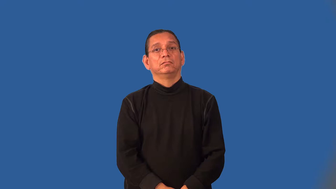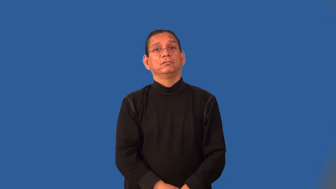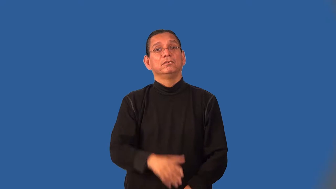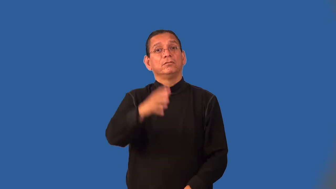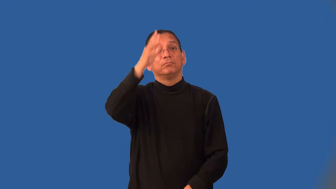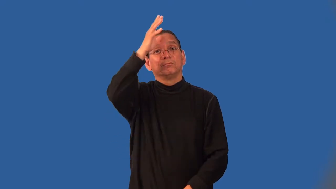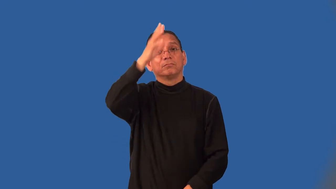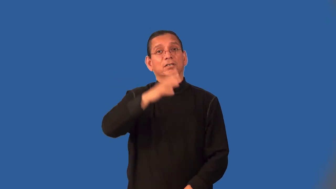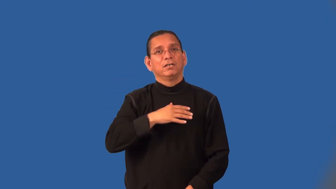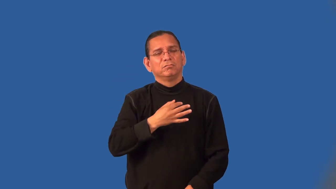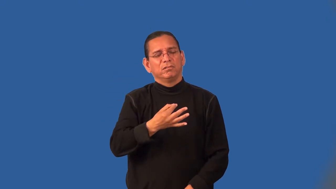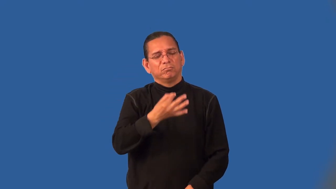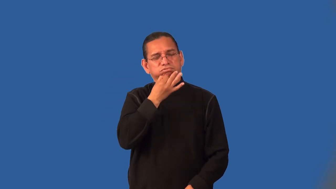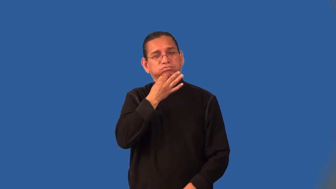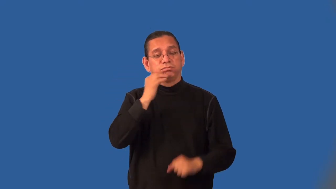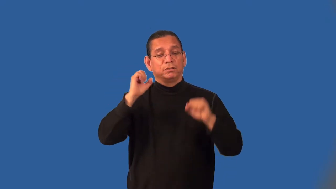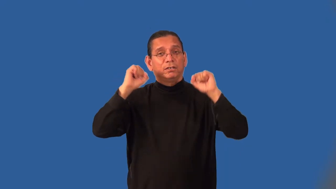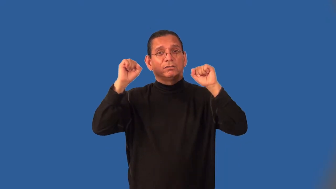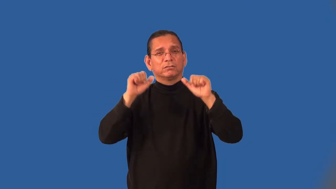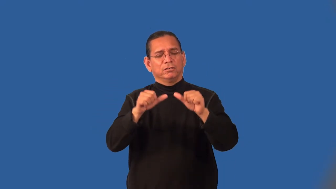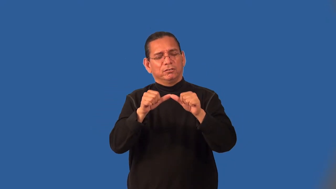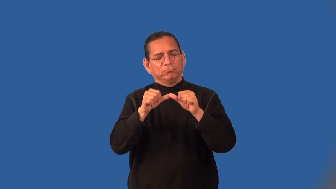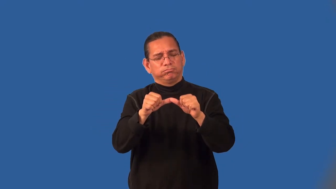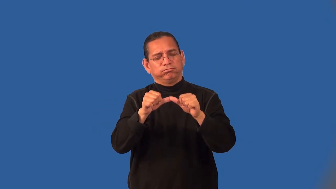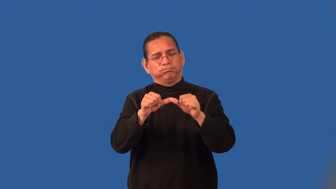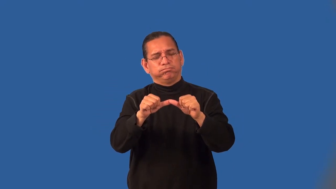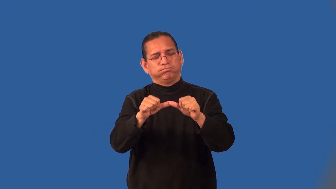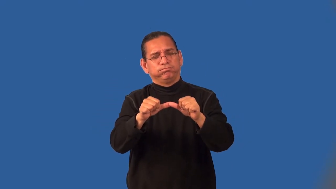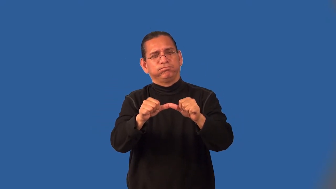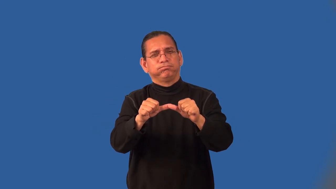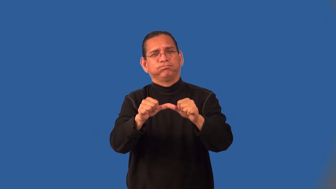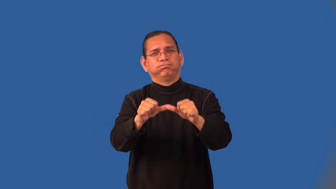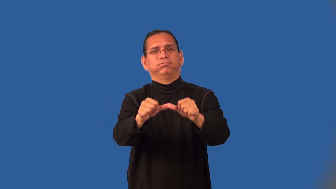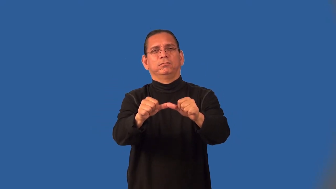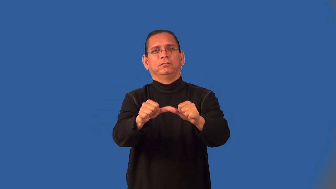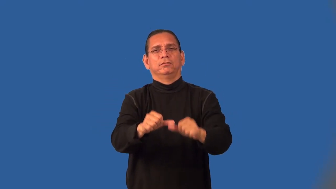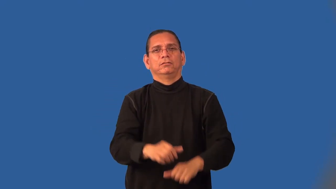ironman